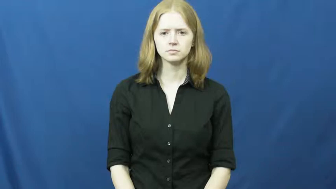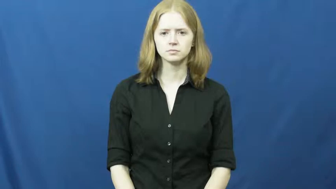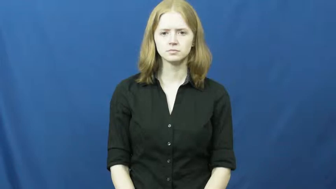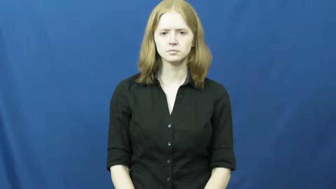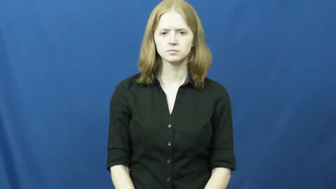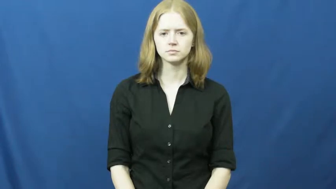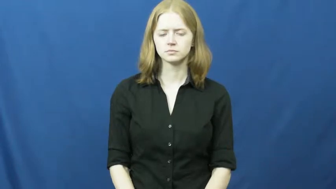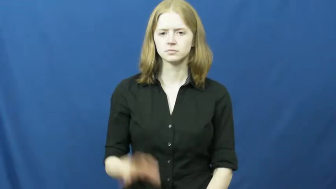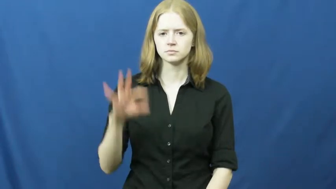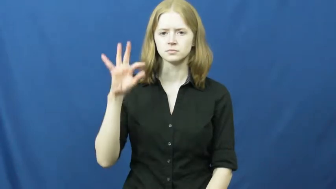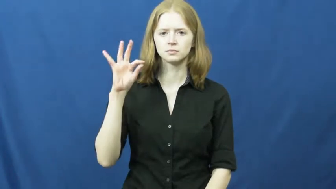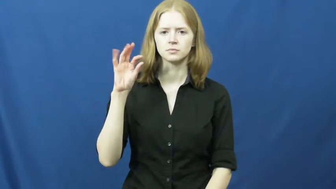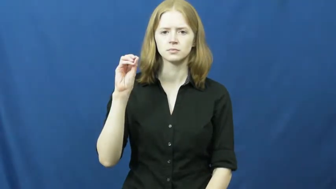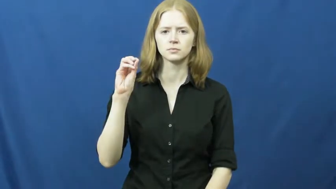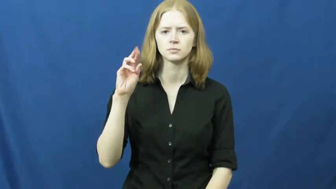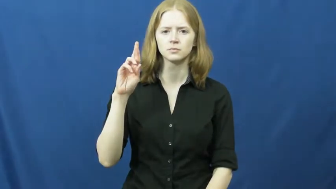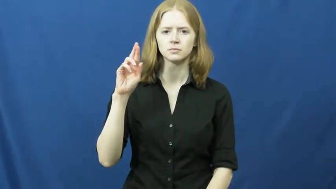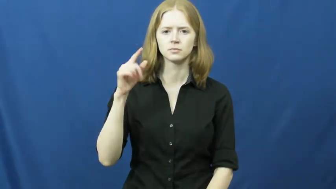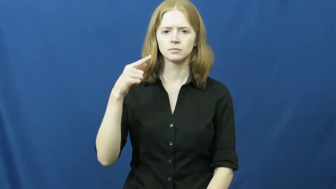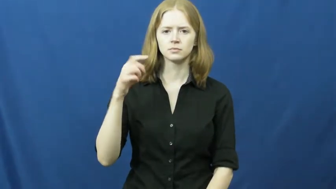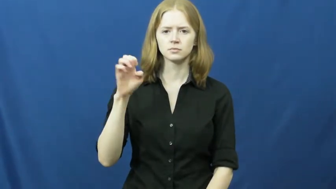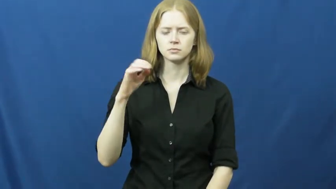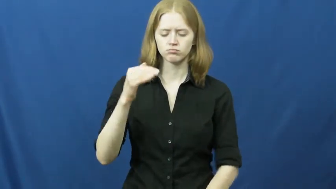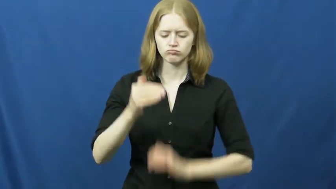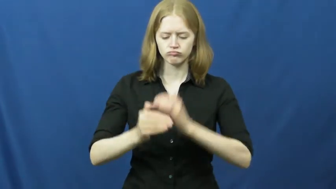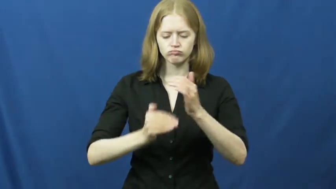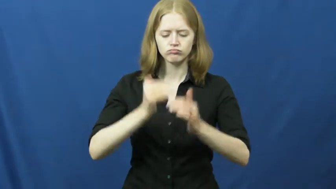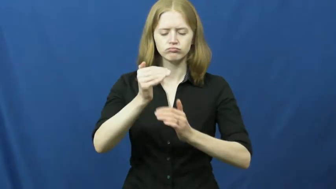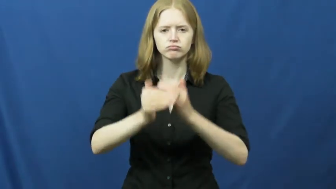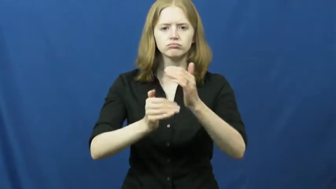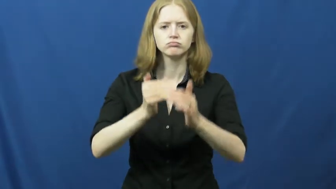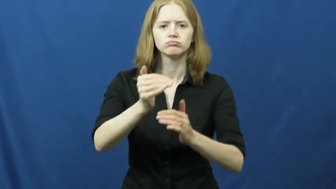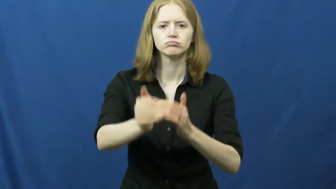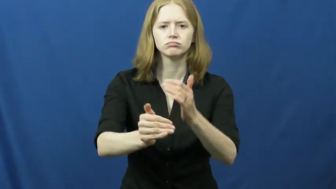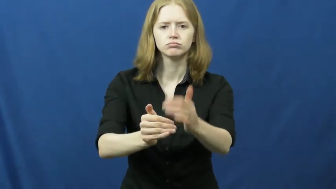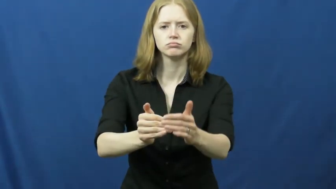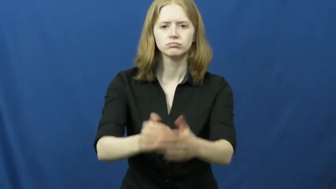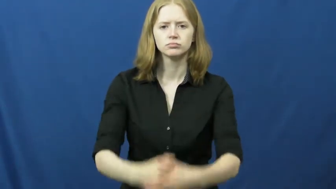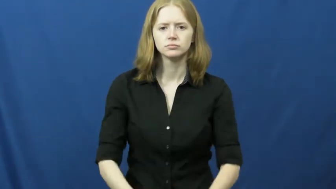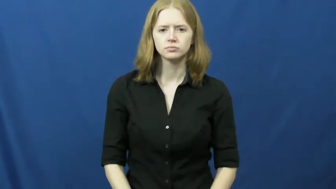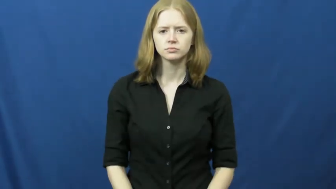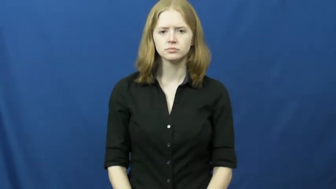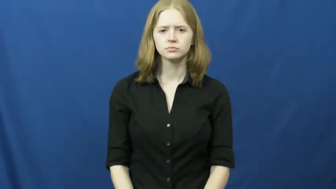forge-ahead